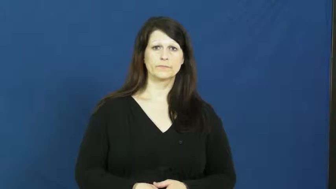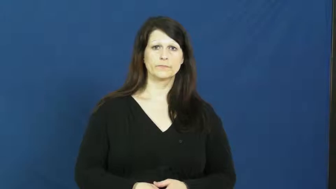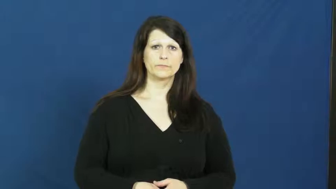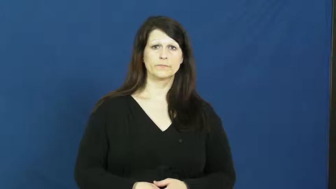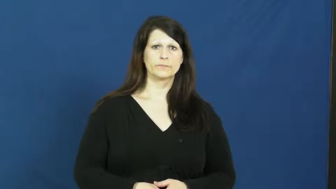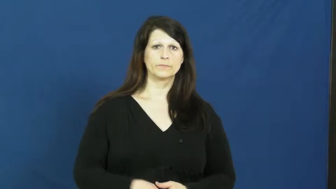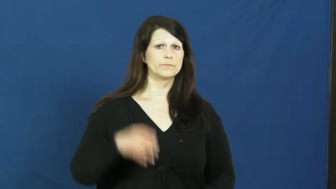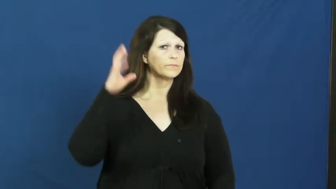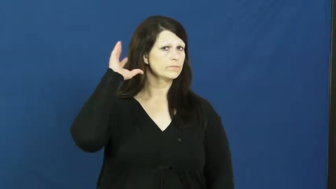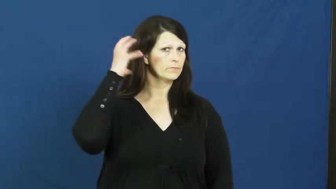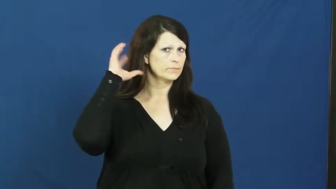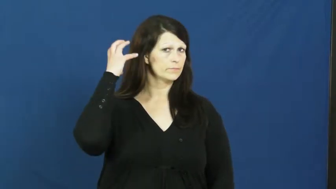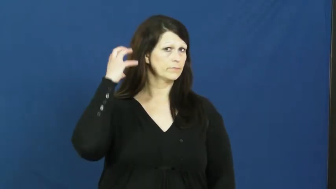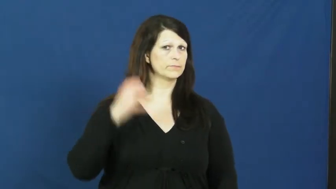radio